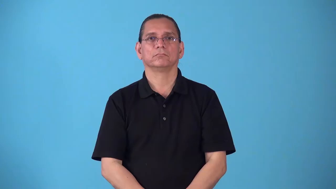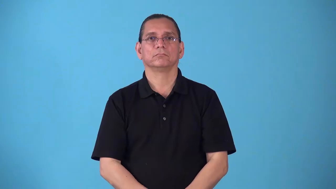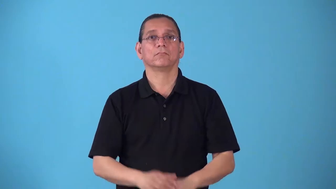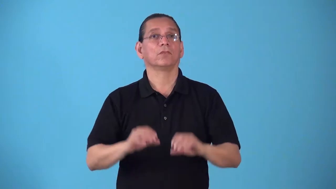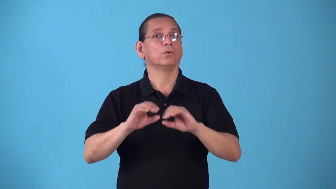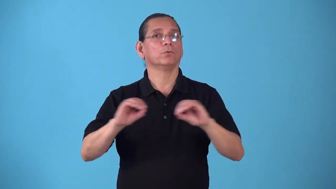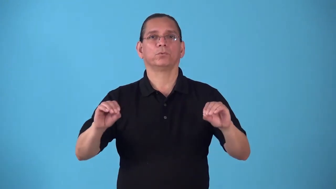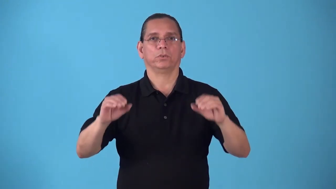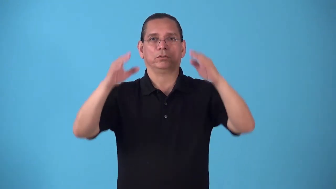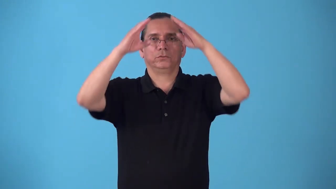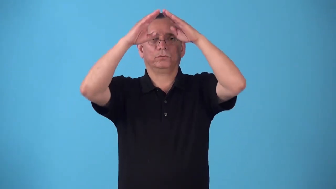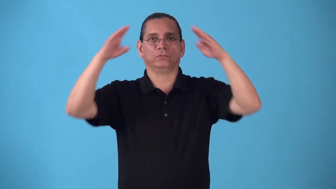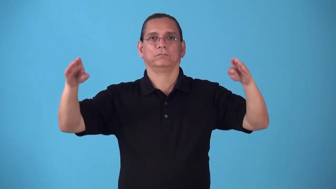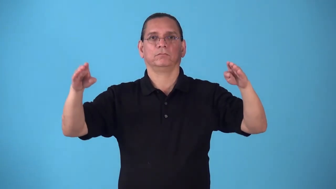roofless